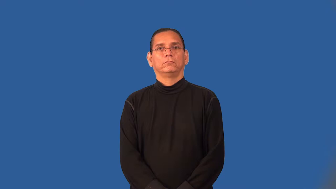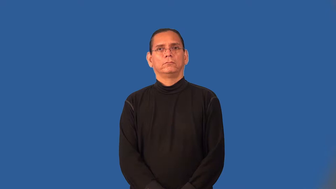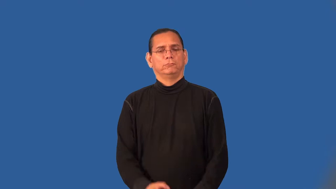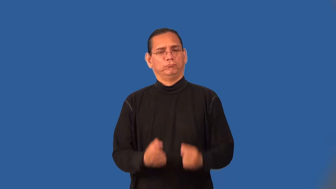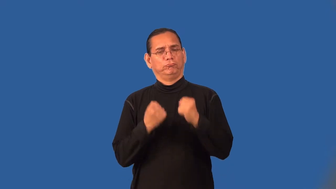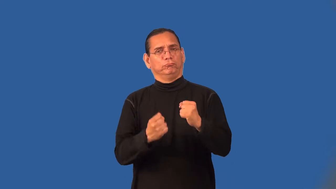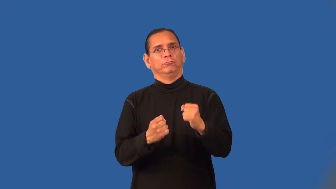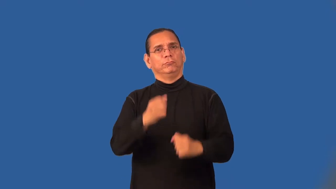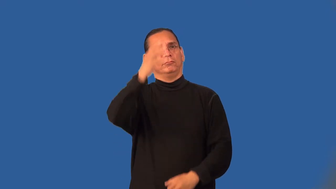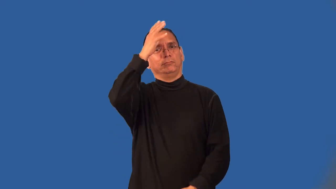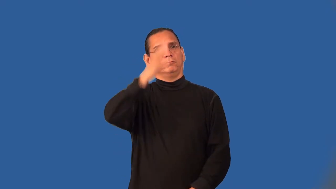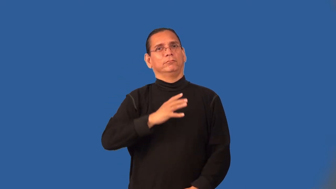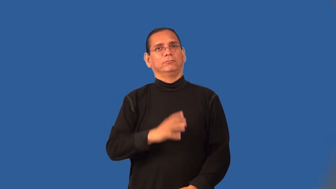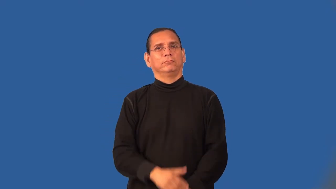masculine